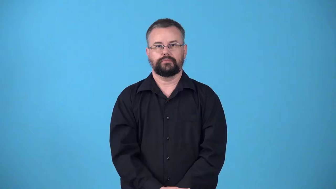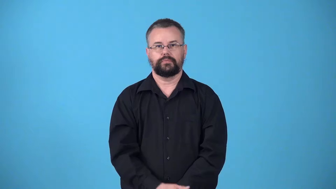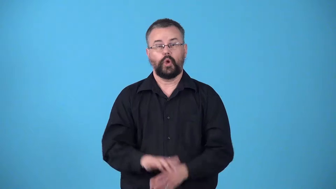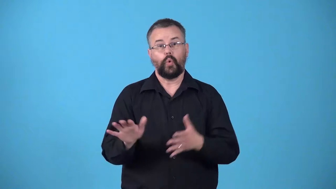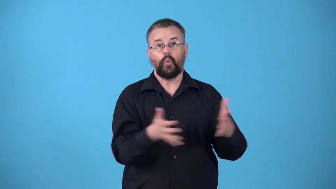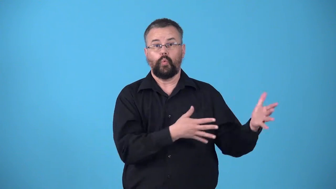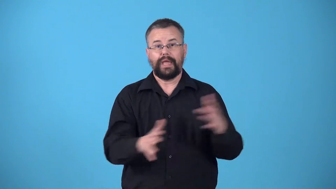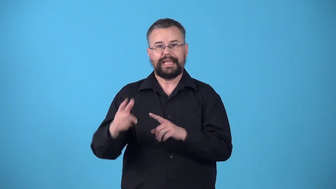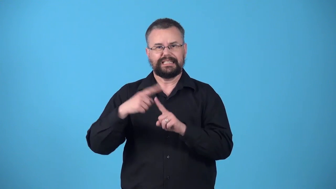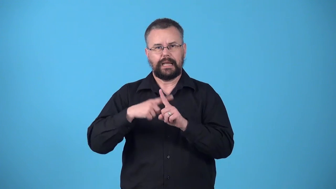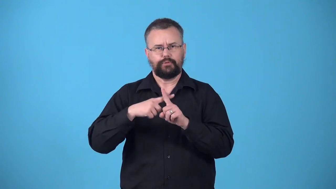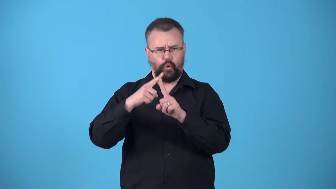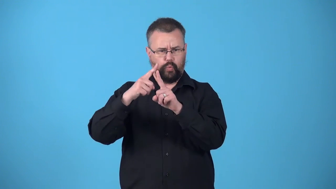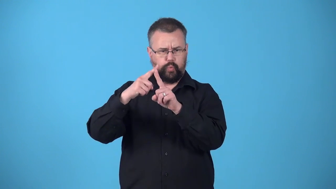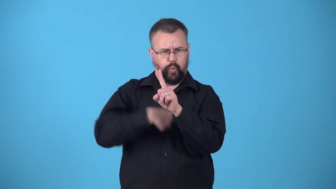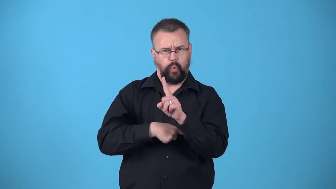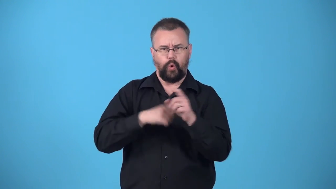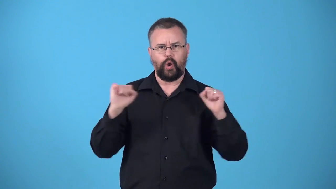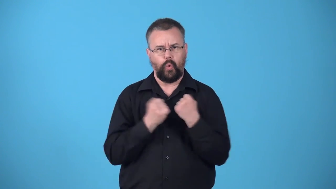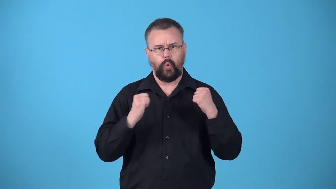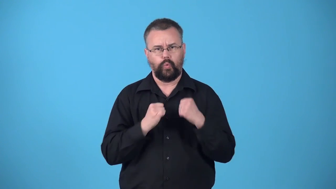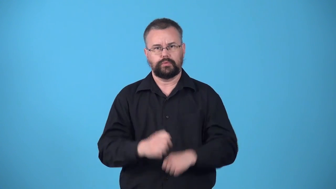windchill